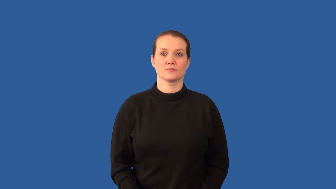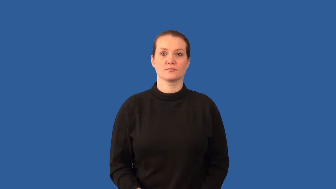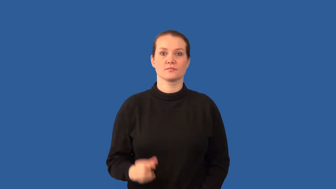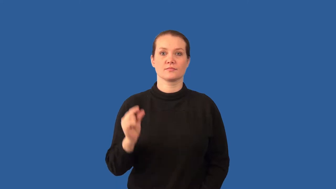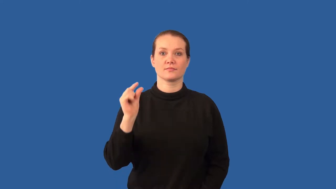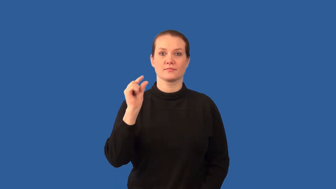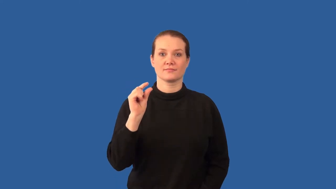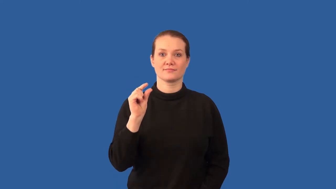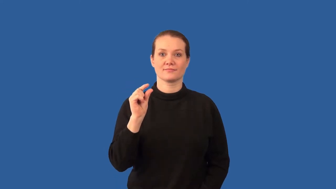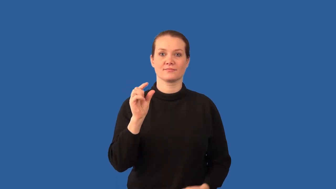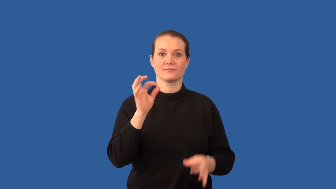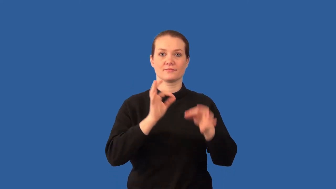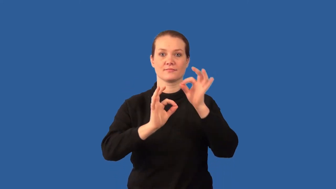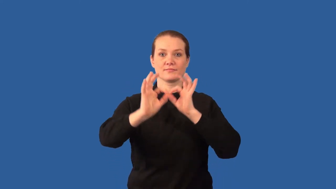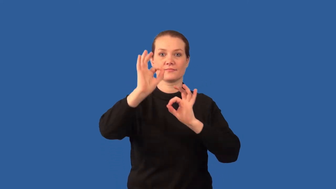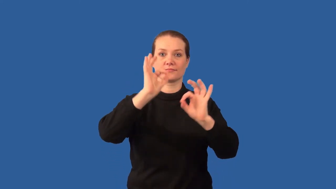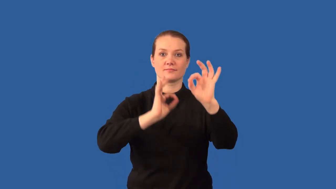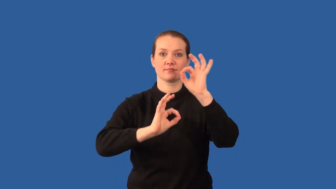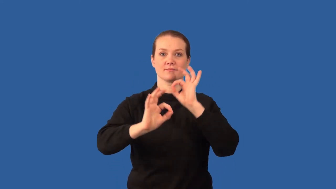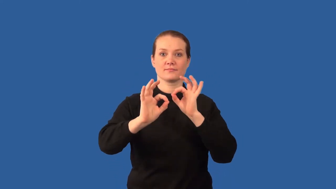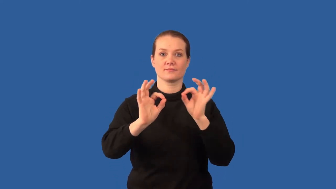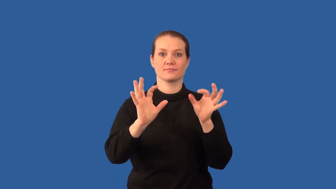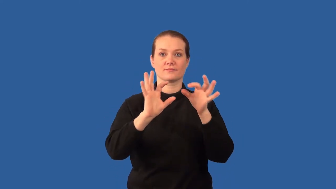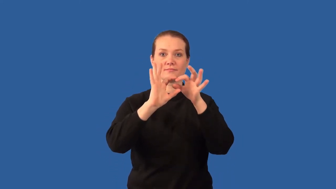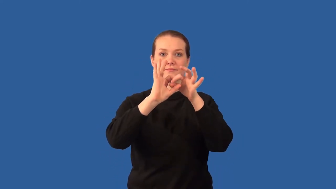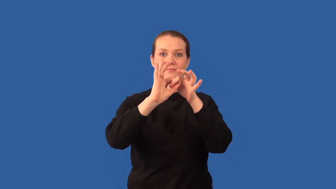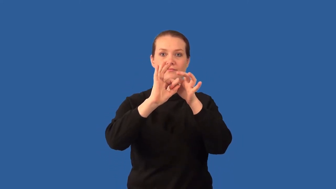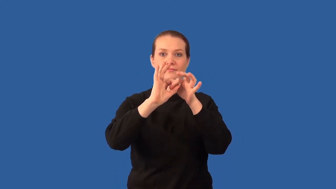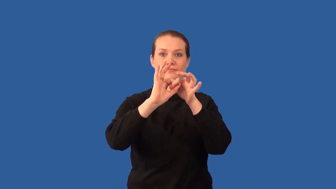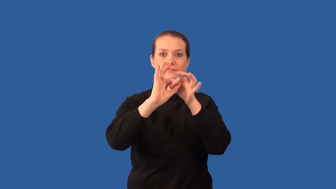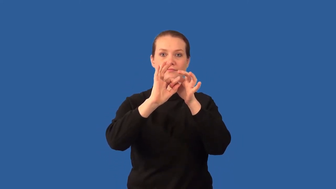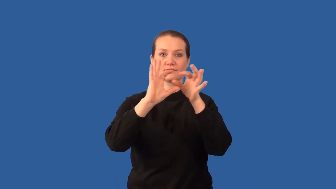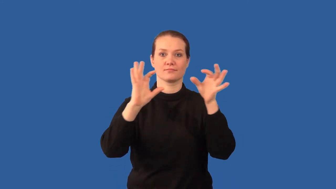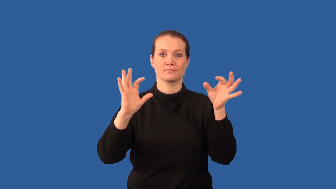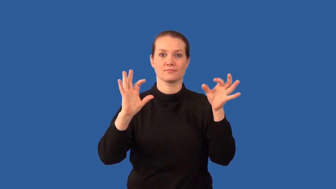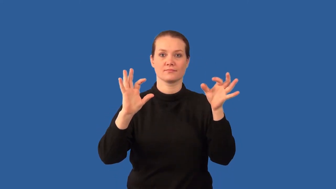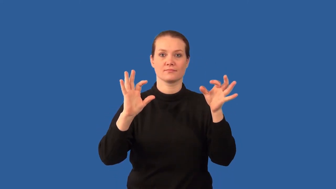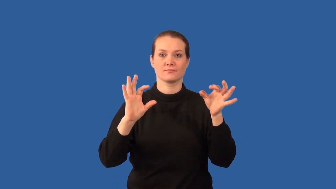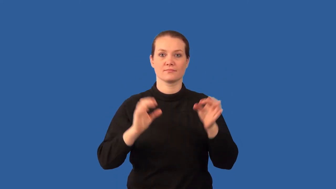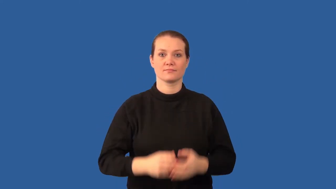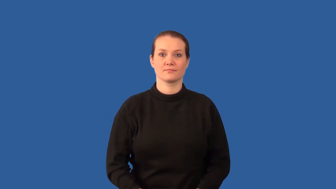depolymerization